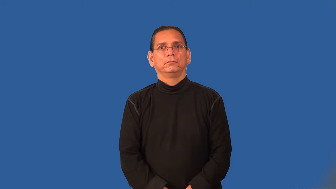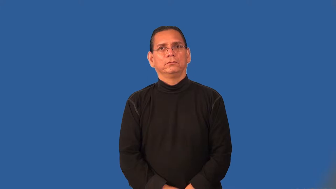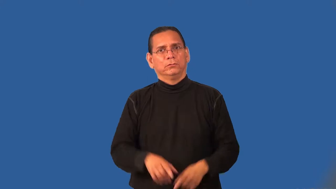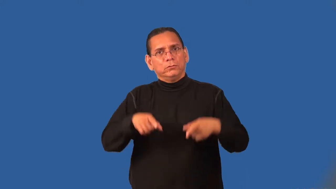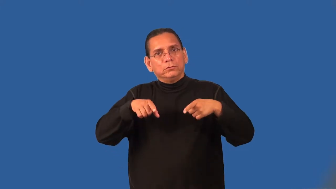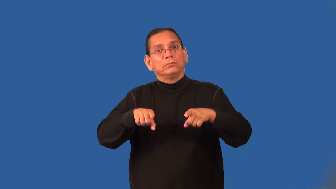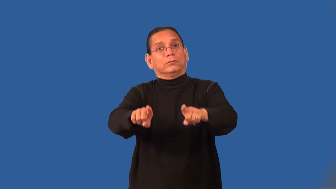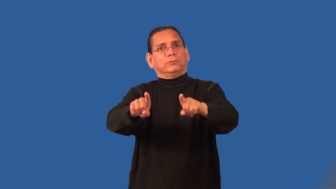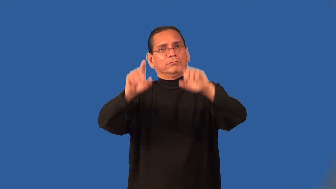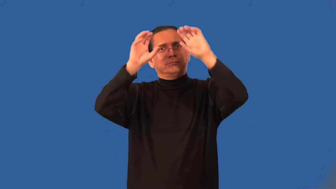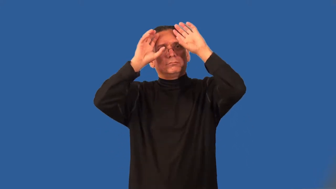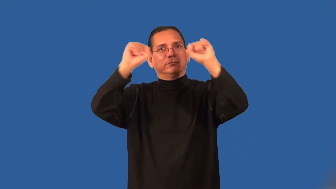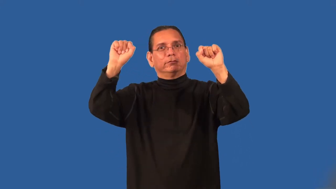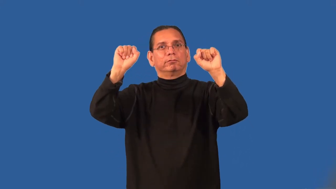presidency